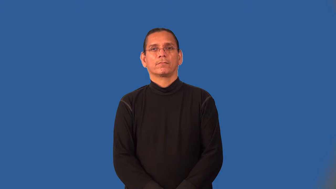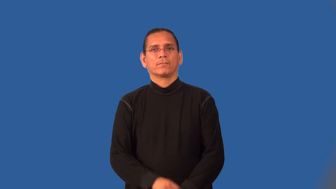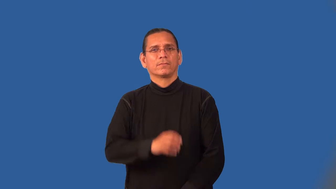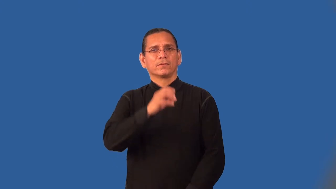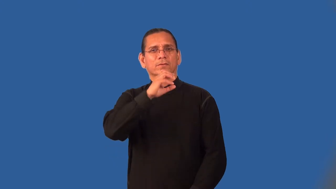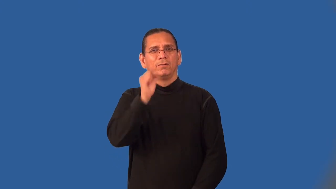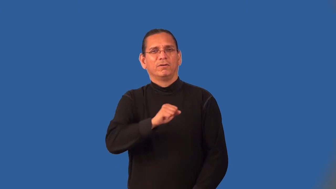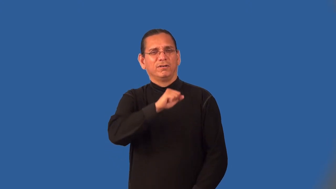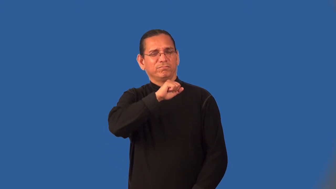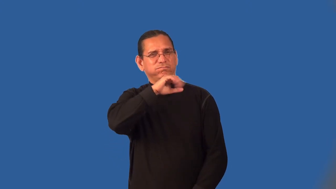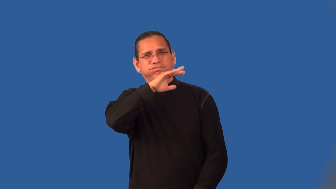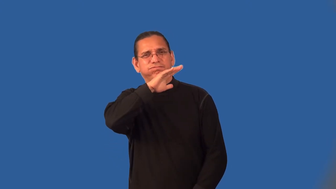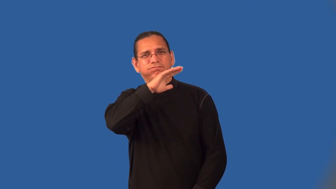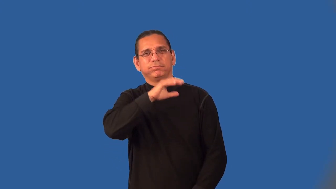mangy,flyblown-old and dirty